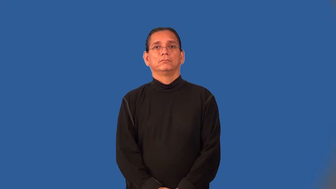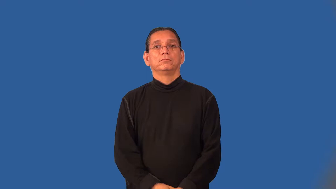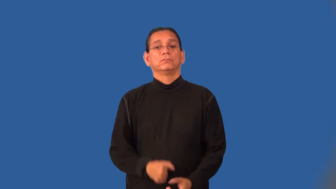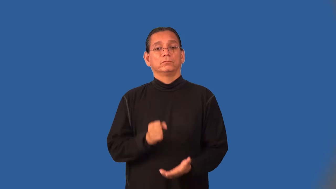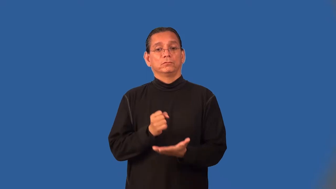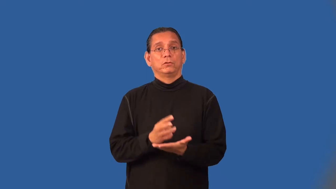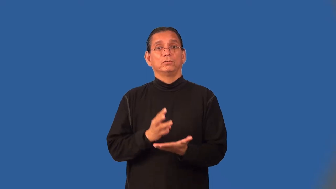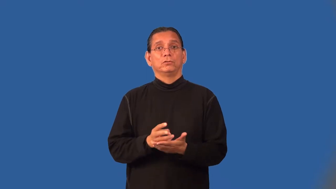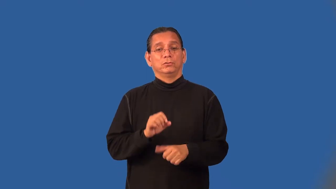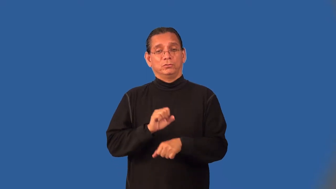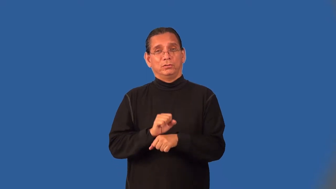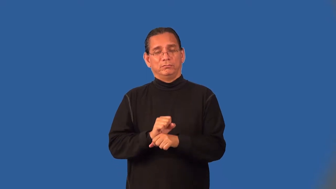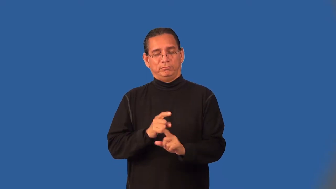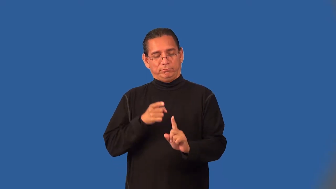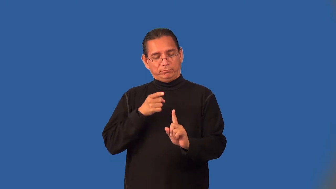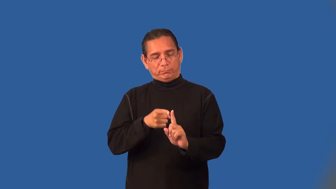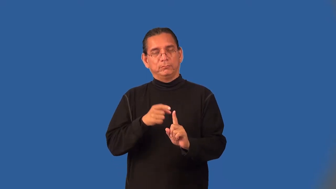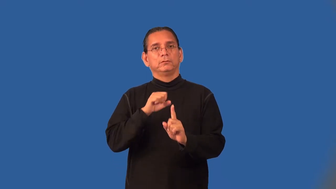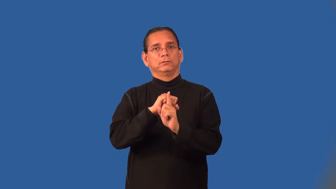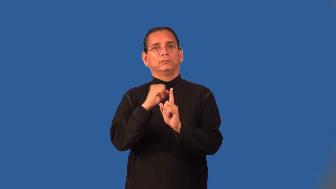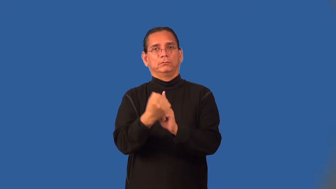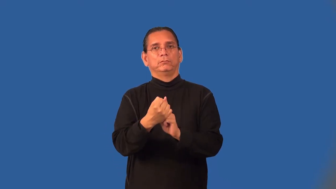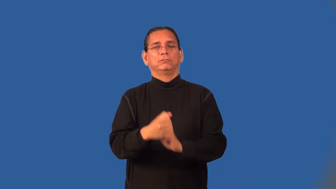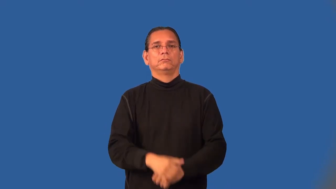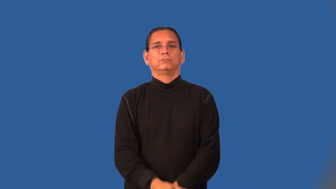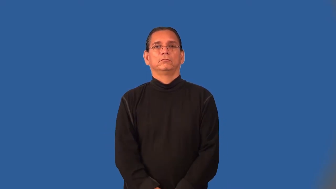caseworker